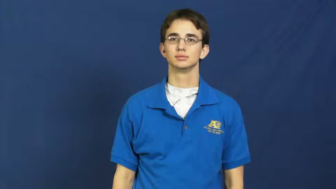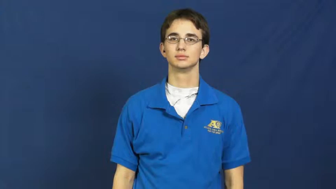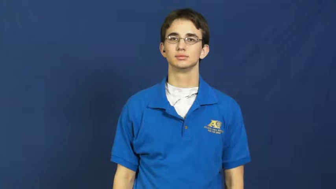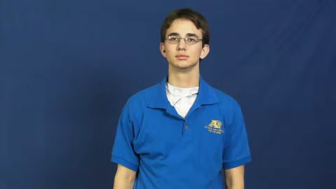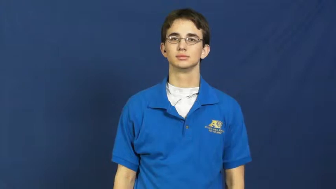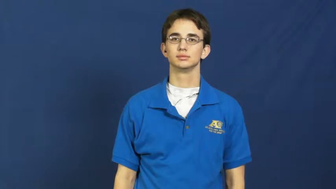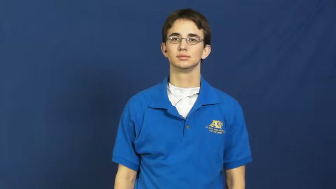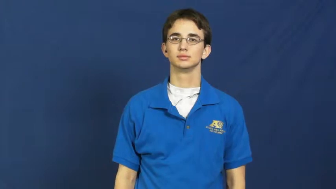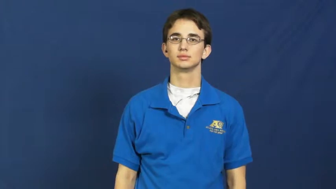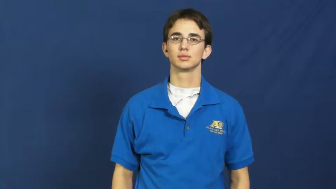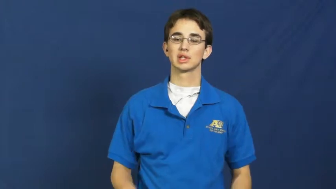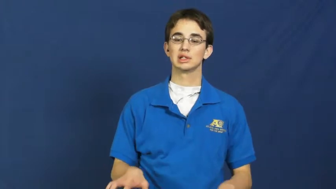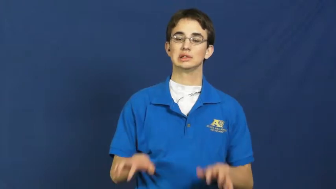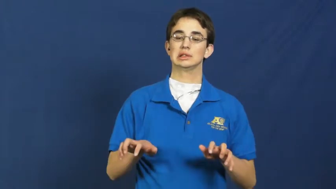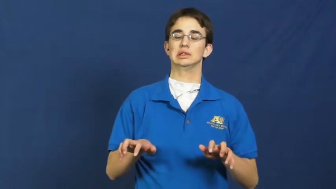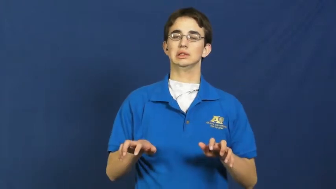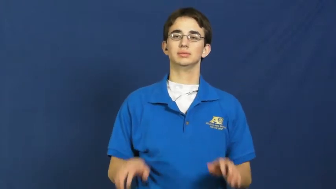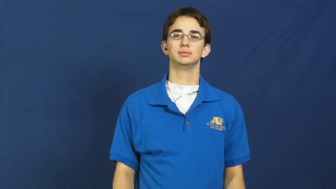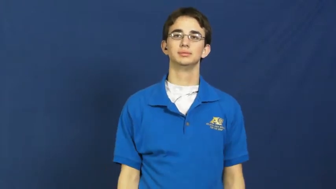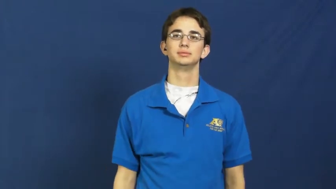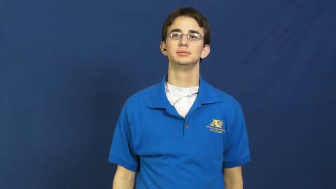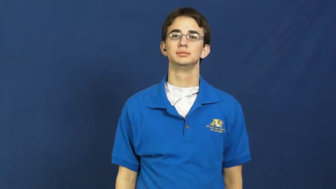paralyze